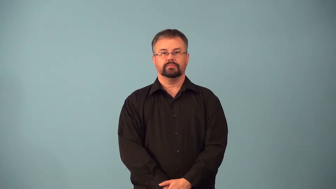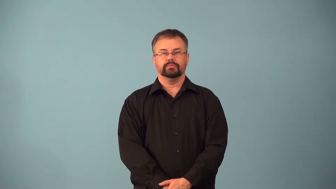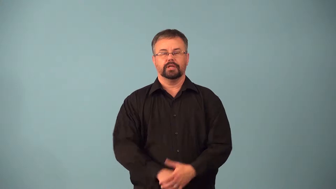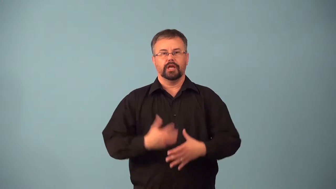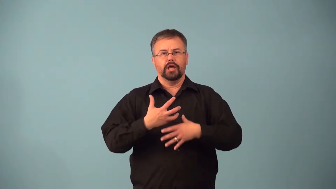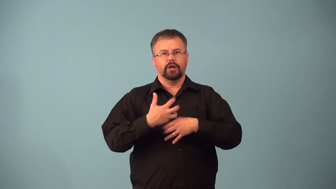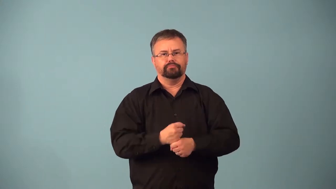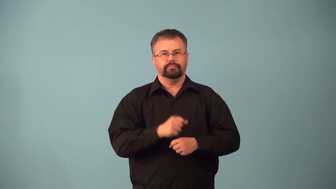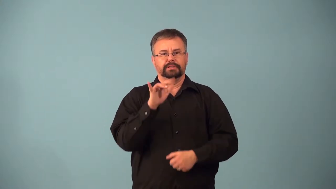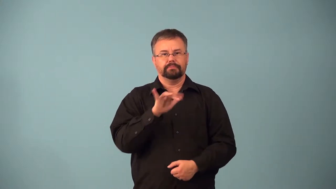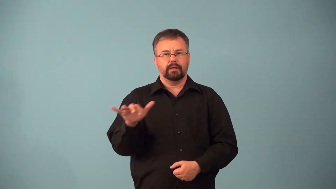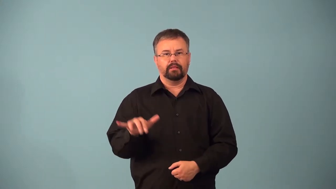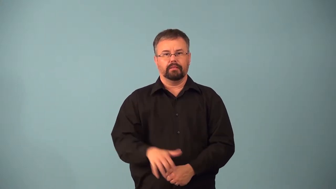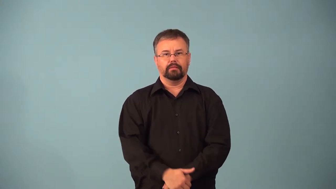acronym